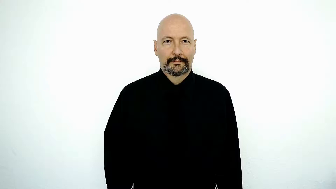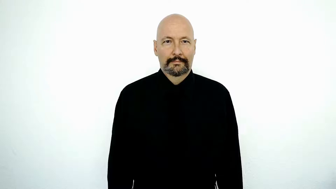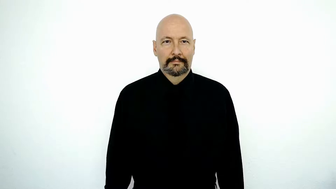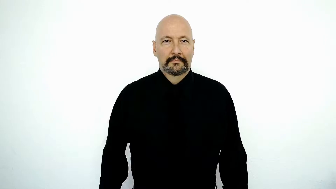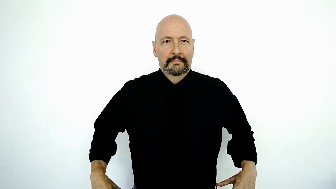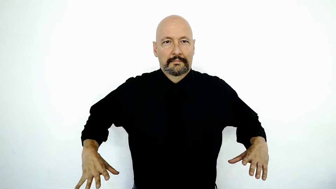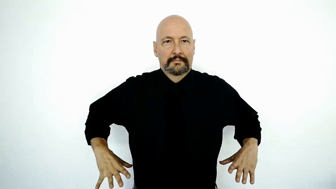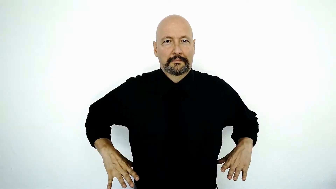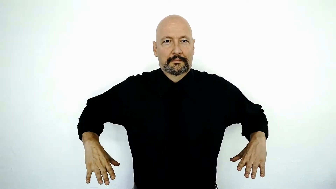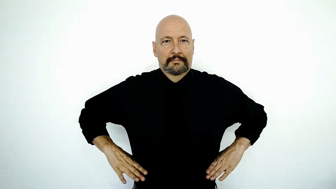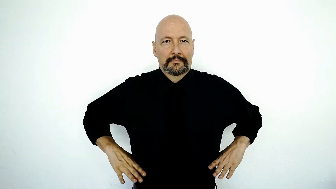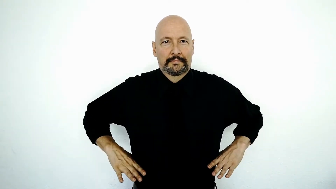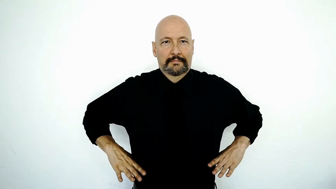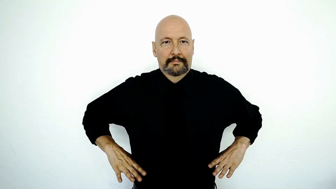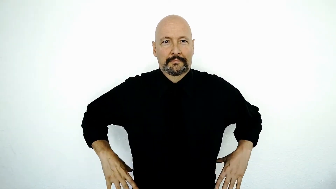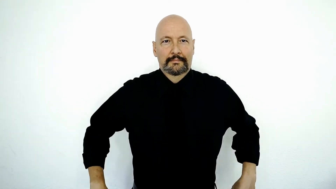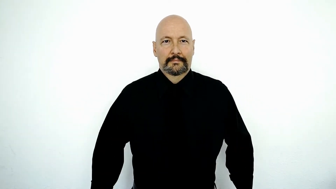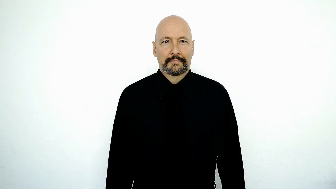RUSSIA-[old-version]